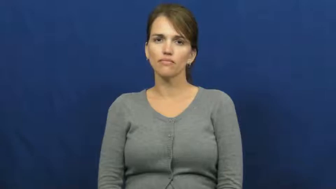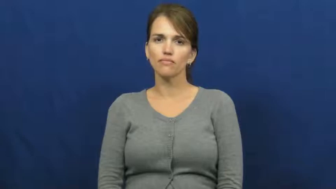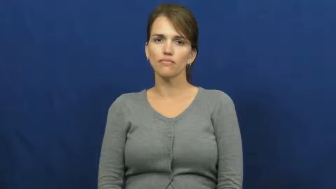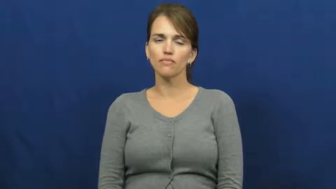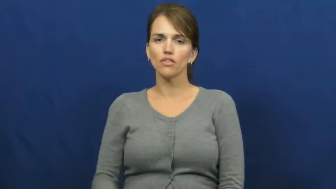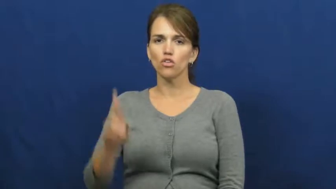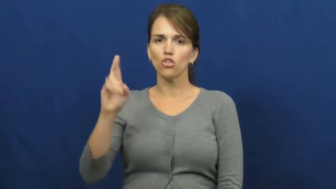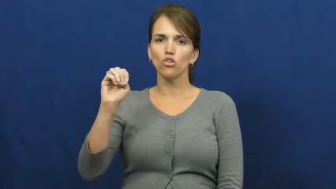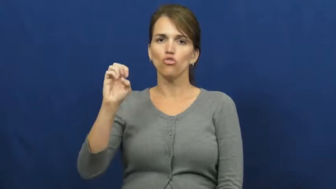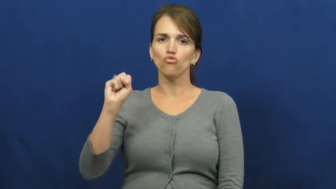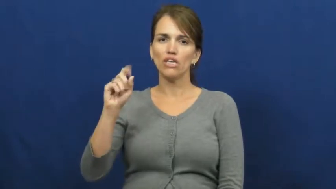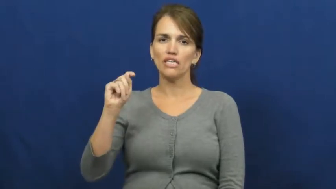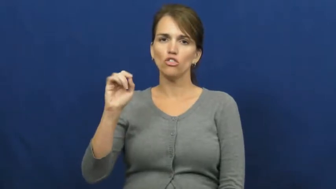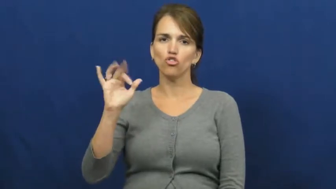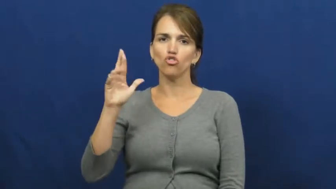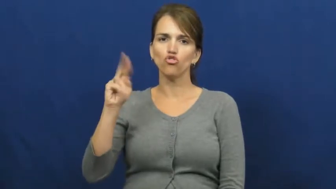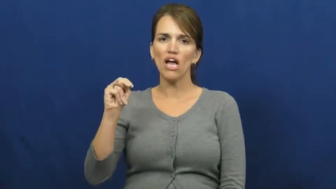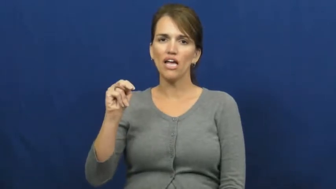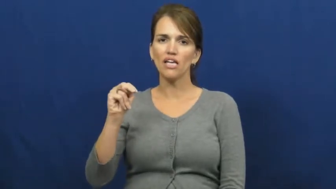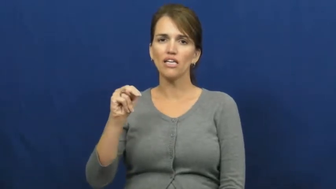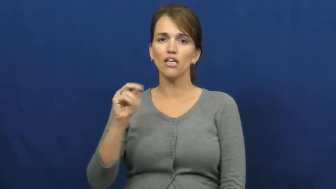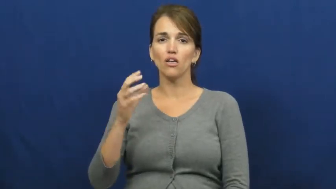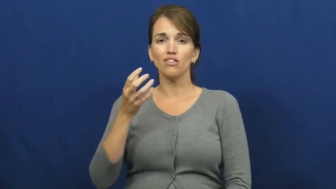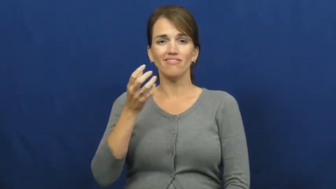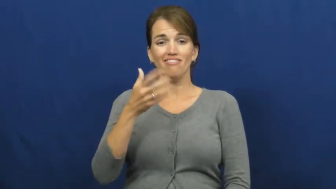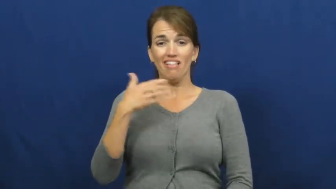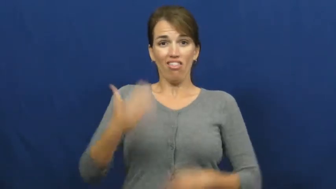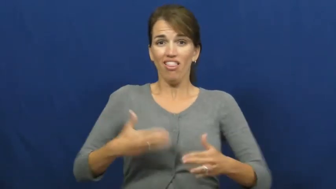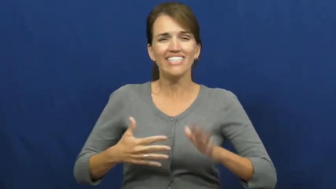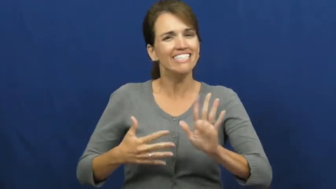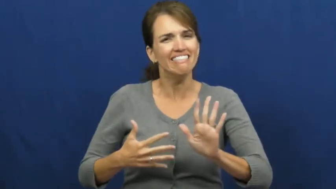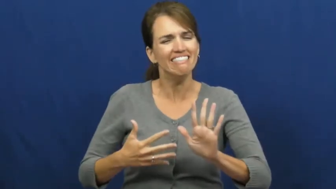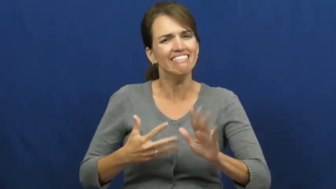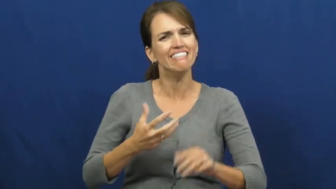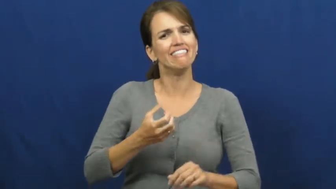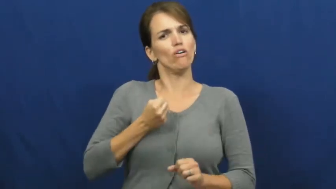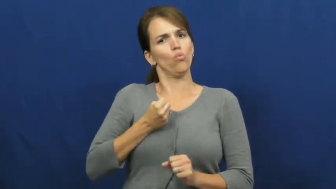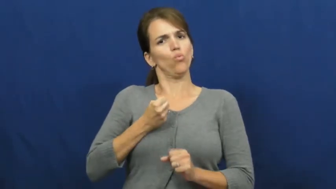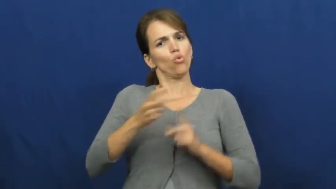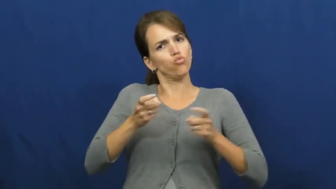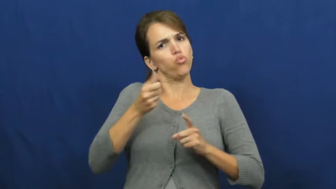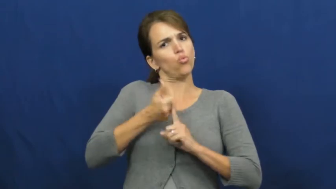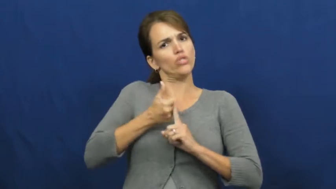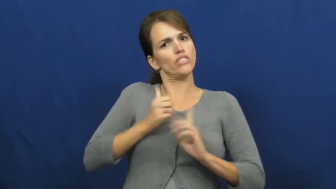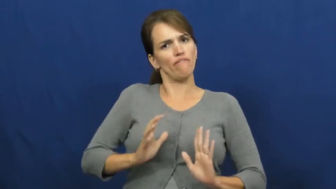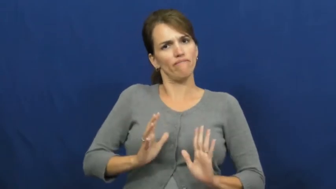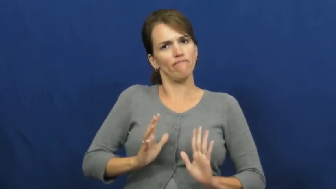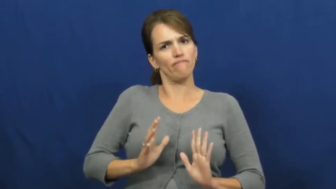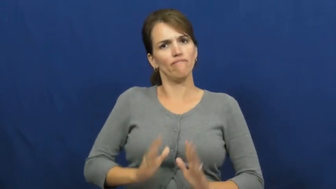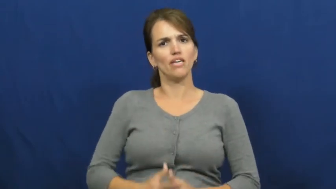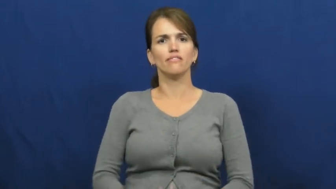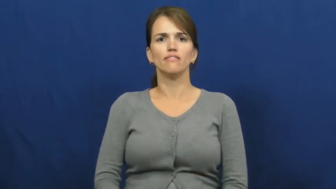restrain